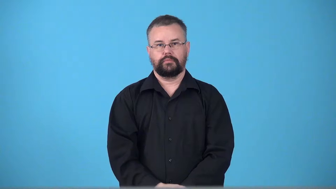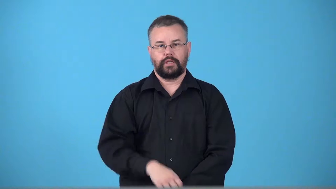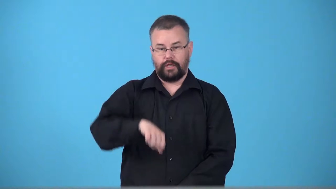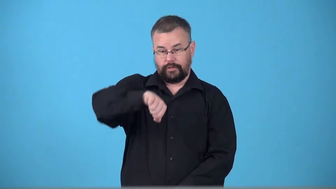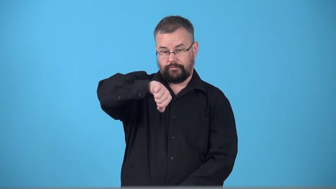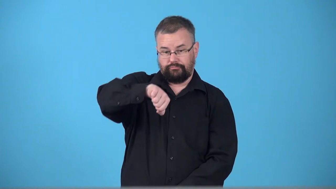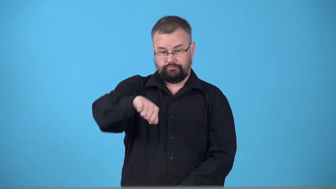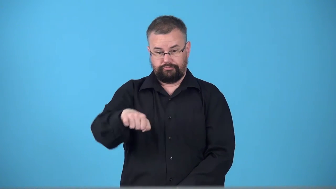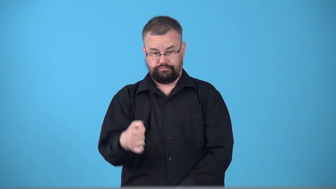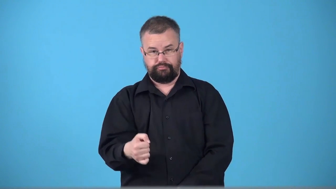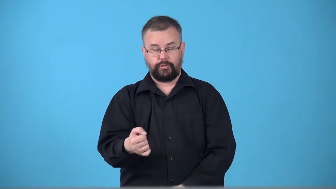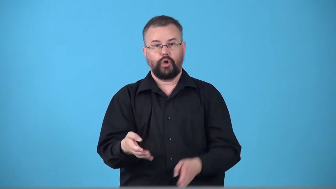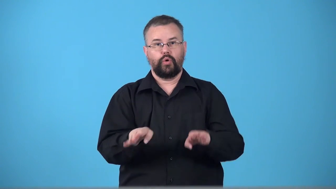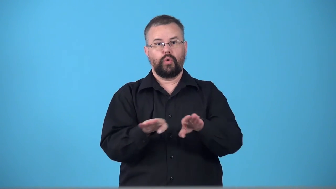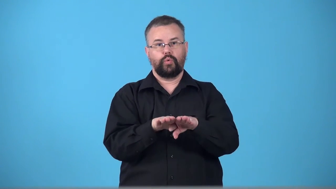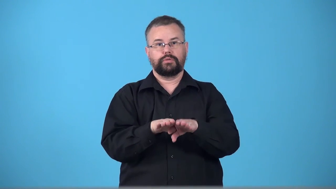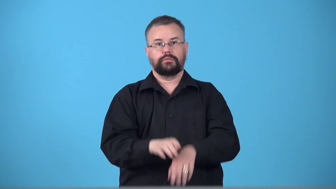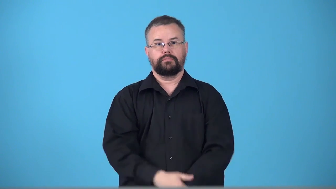turnoff-lever to close pipe